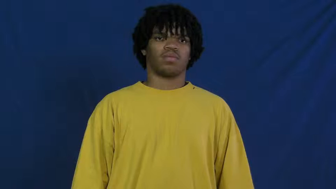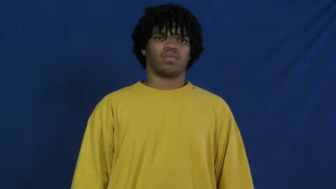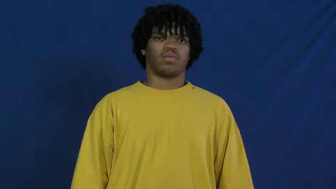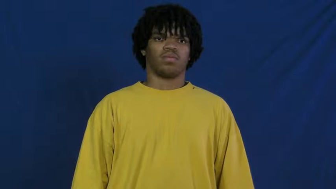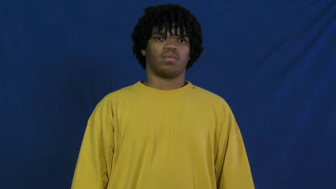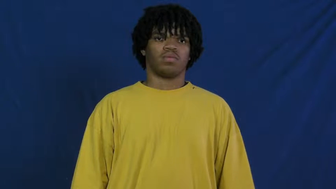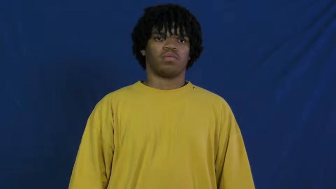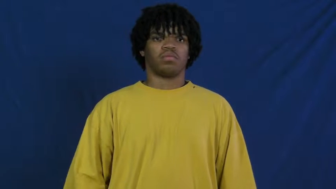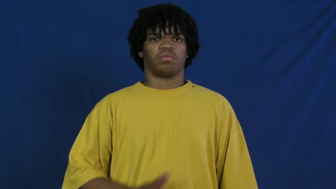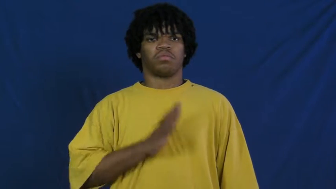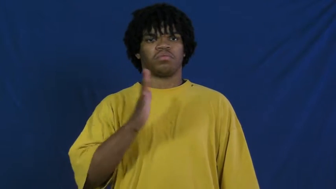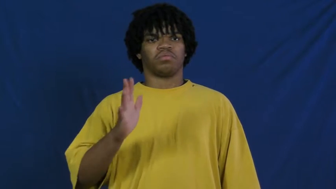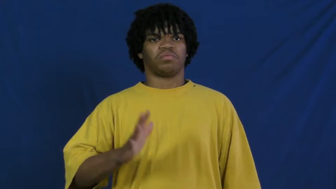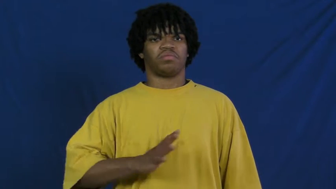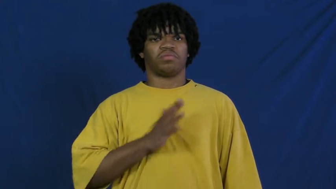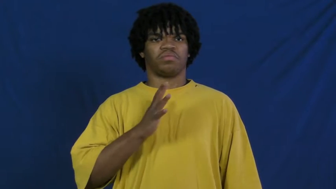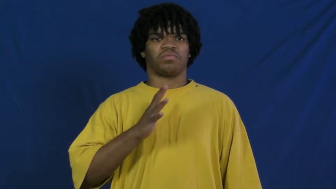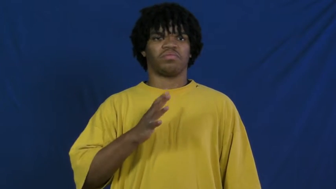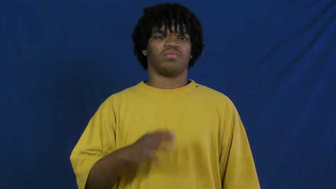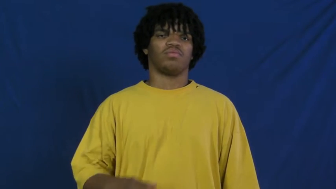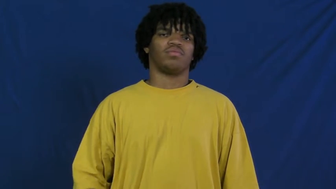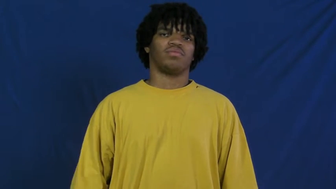polite,cordial,courteous,chivalry,courtesy,civil,gracious,politesse